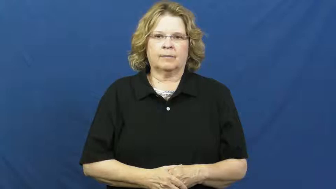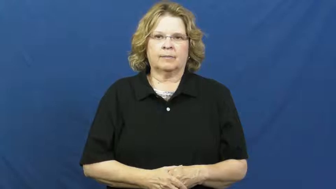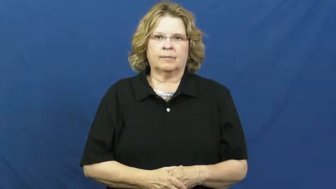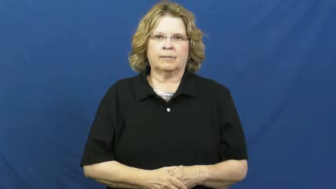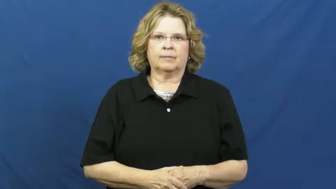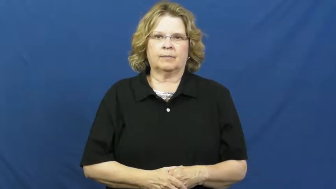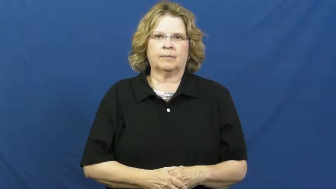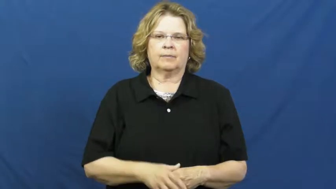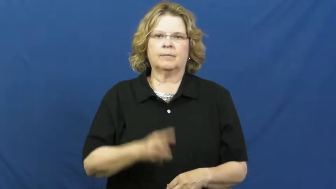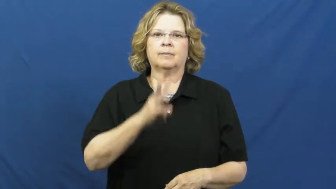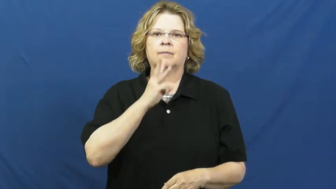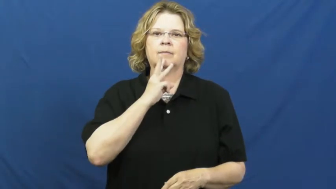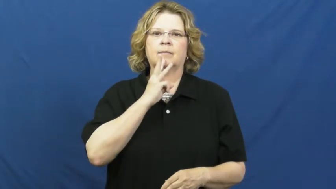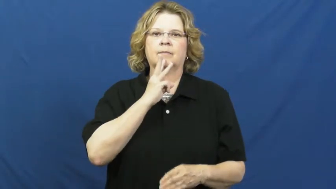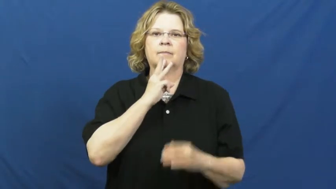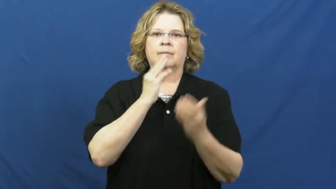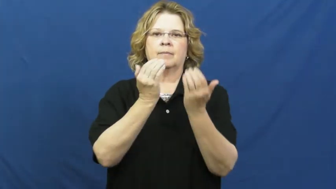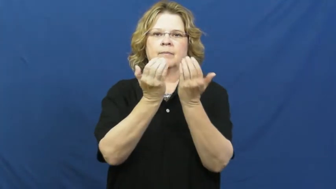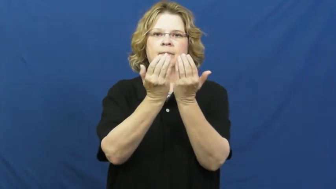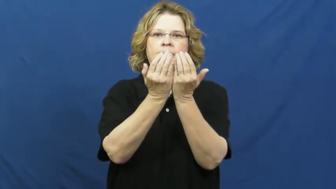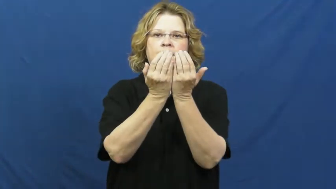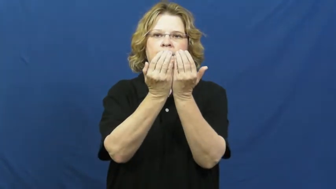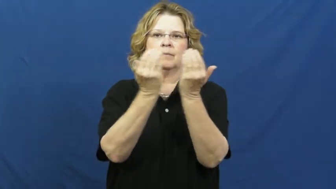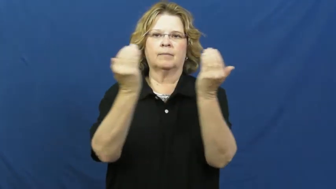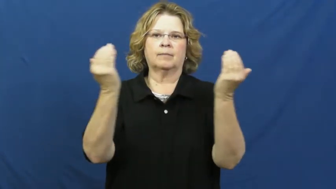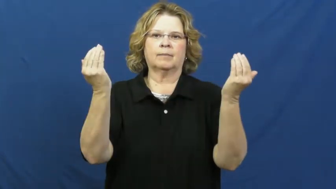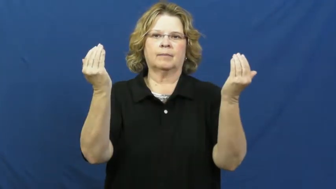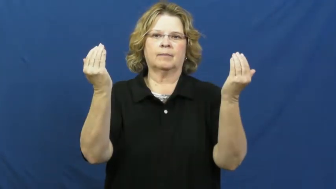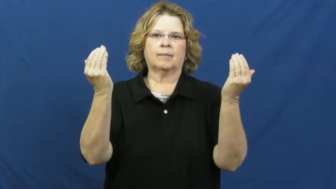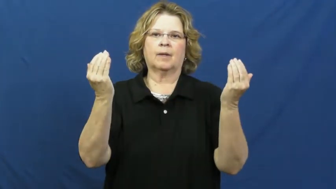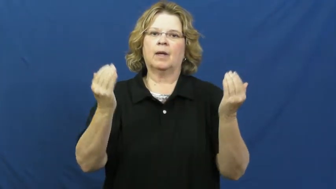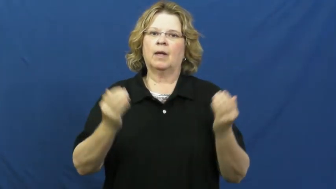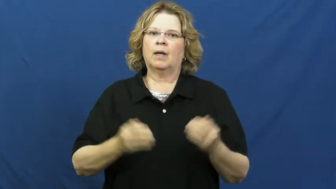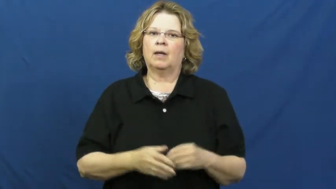dam,levee